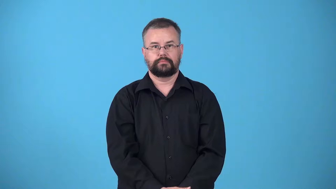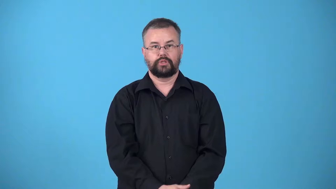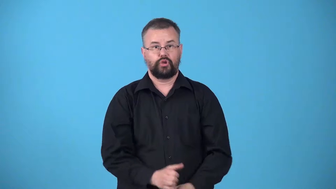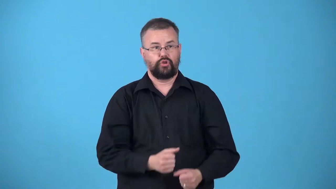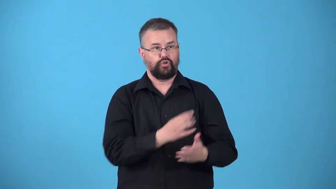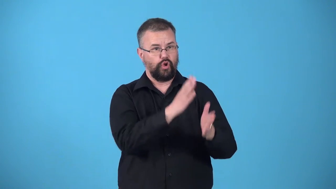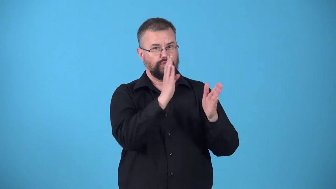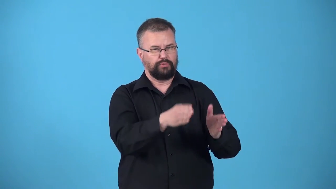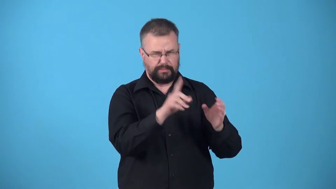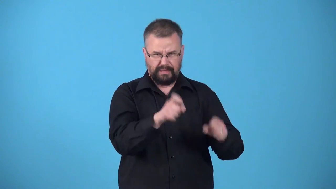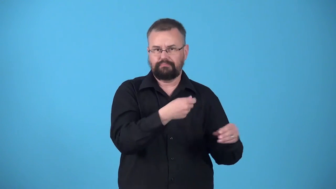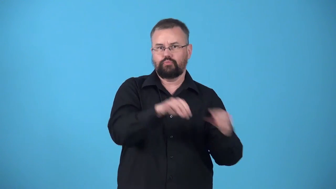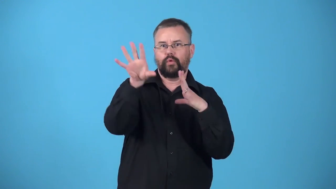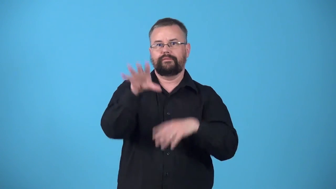uproot-cause person to move